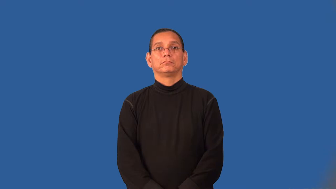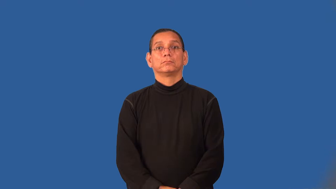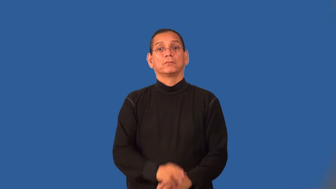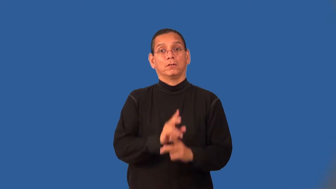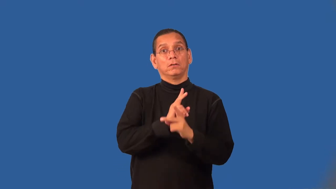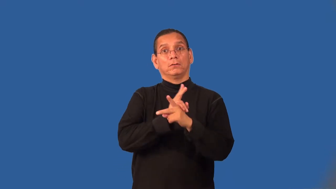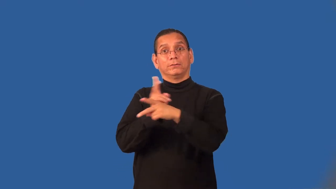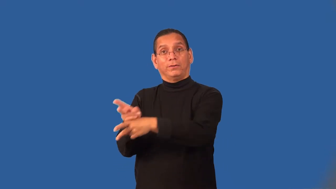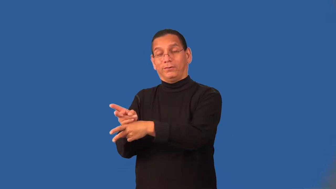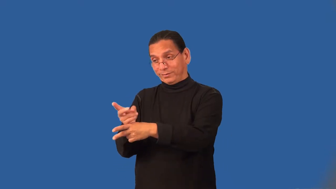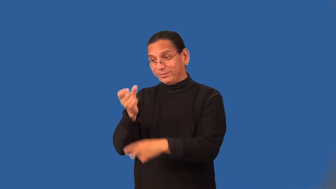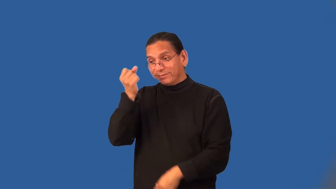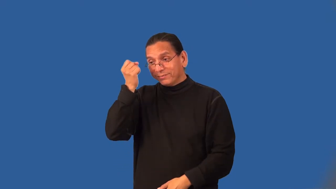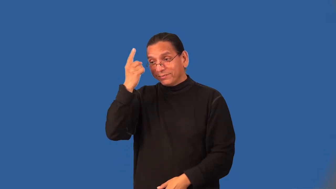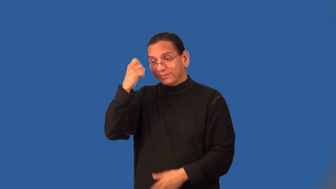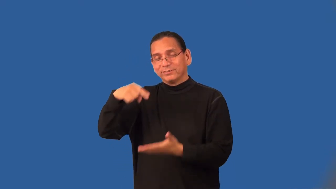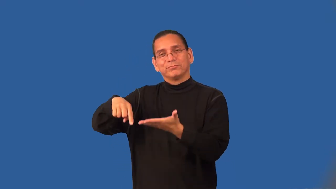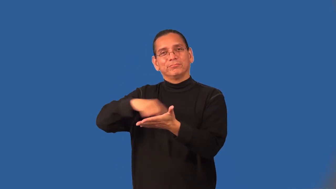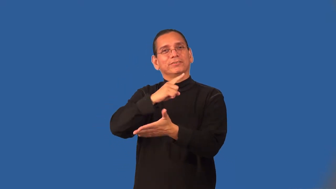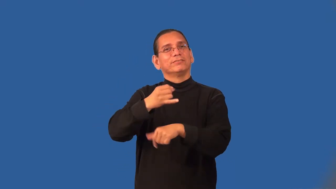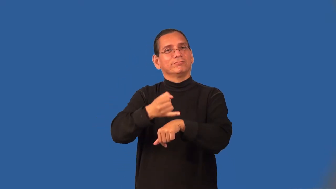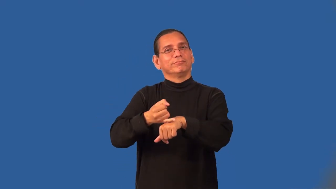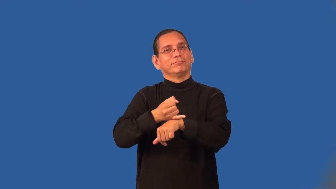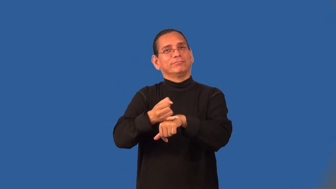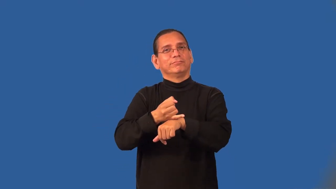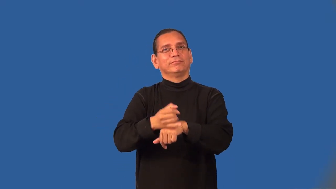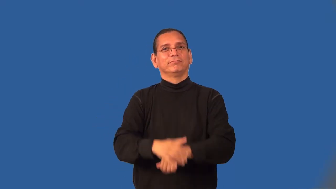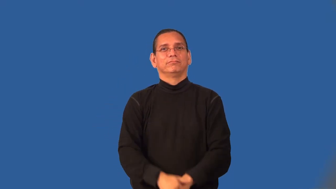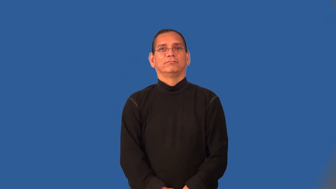usury